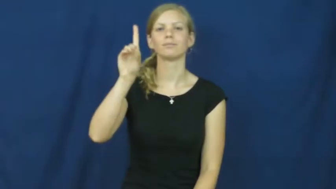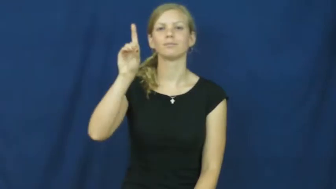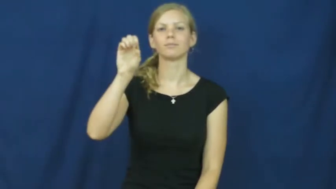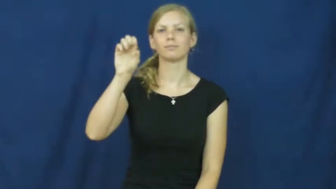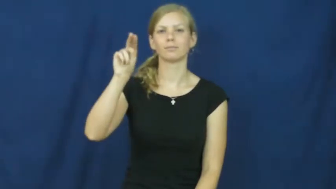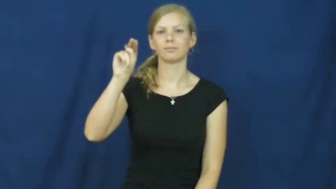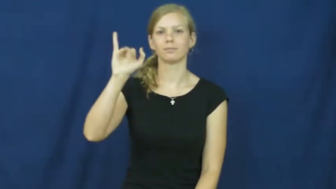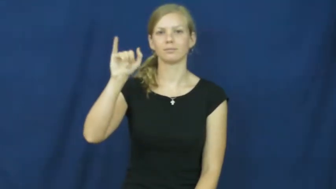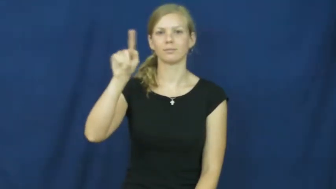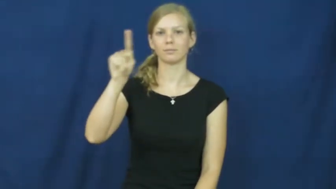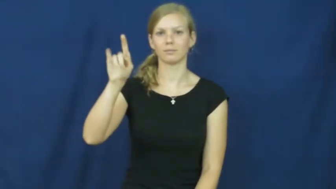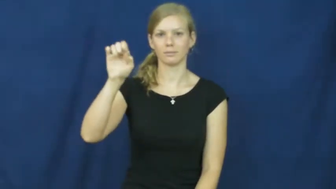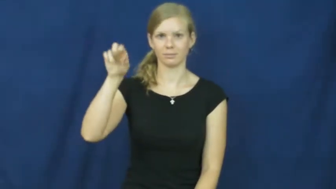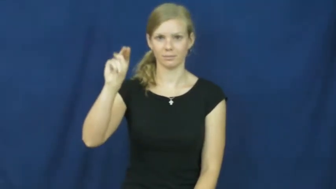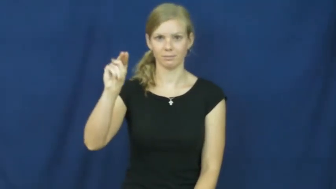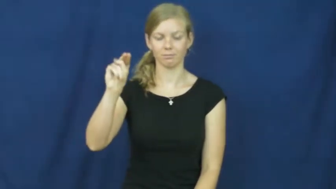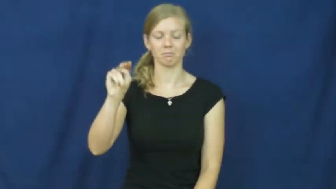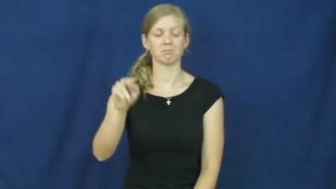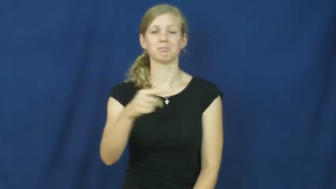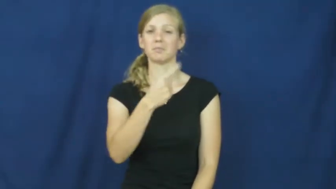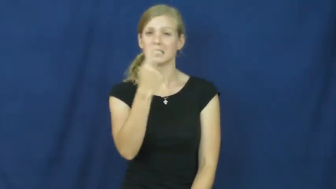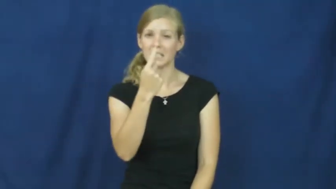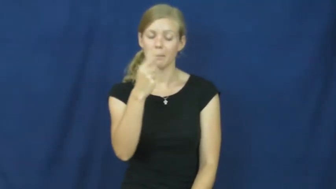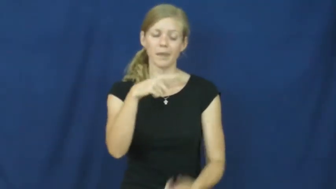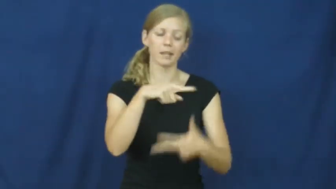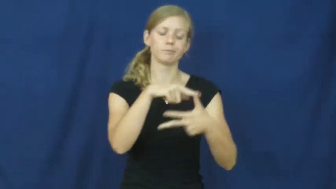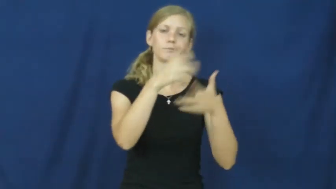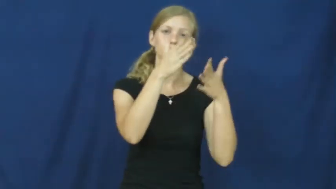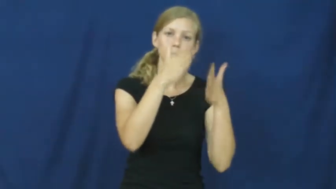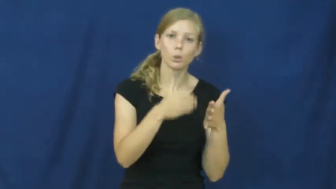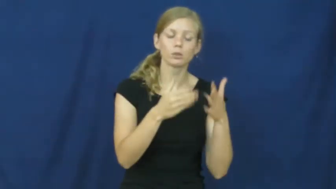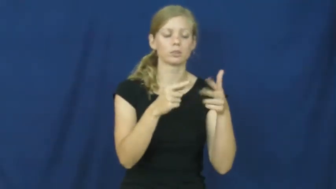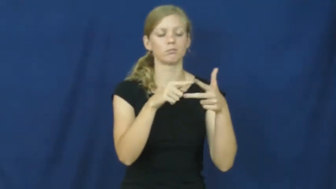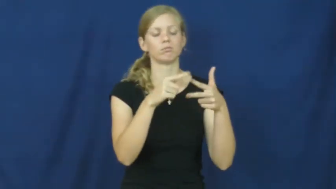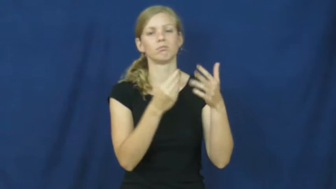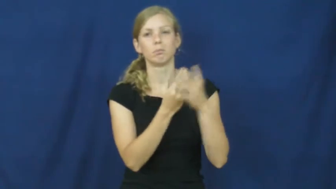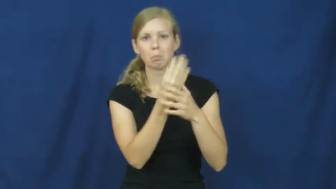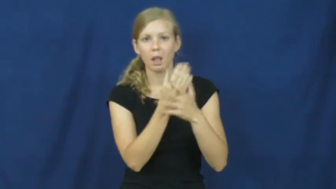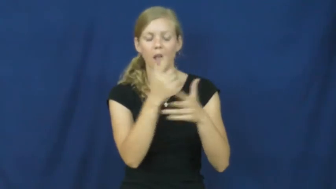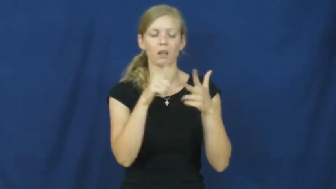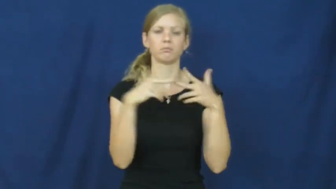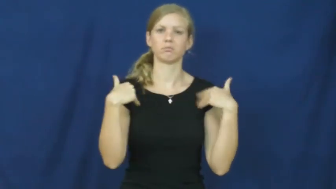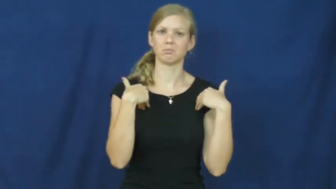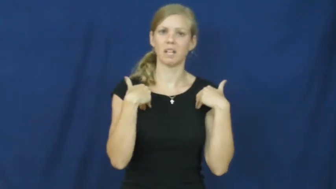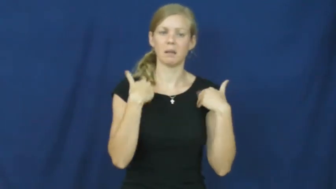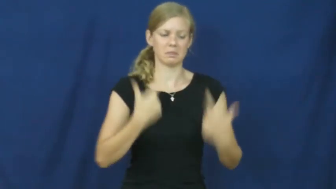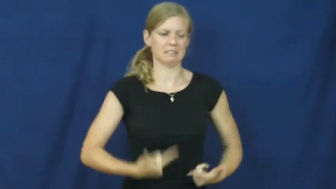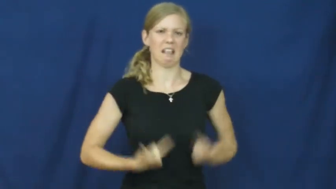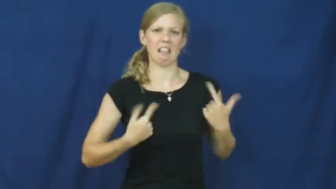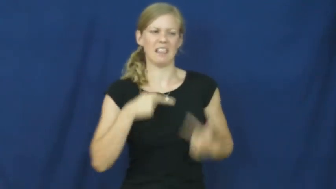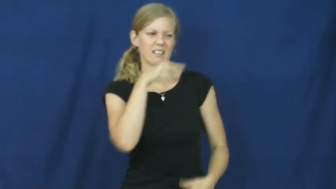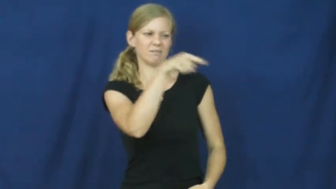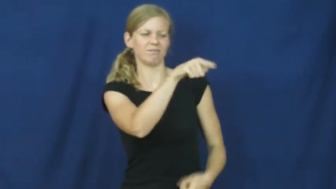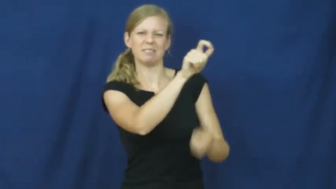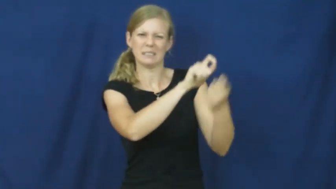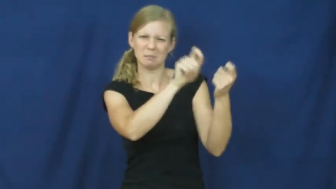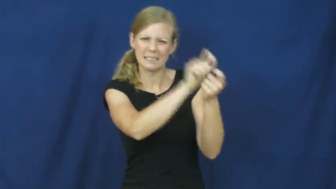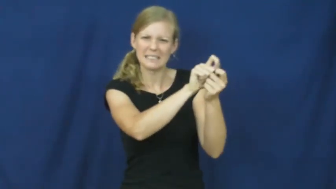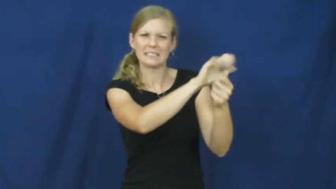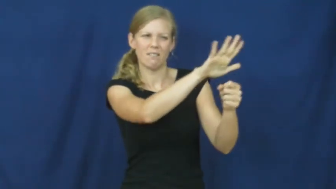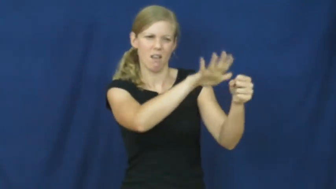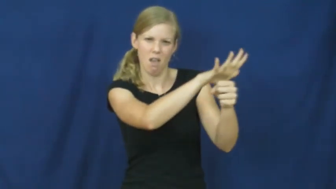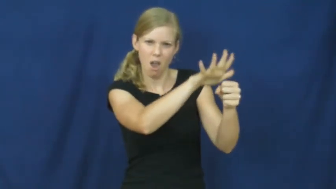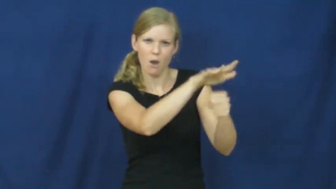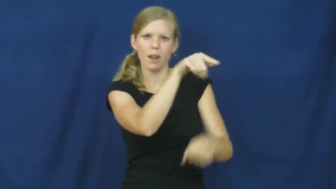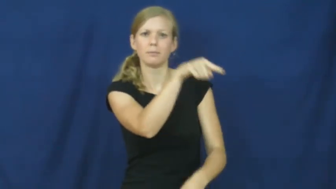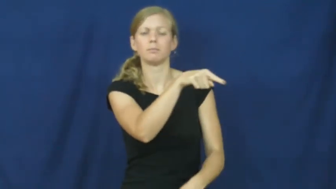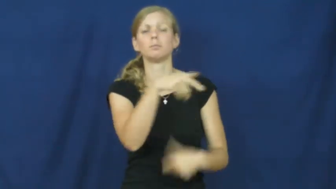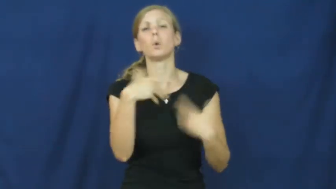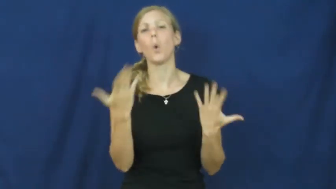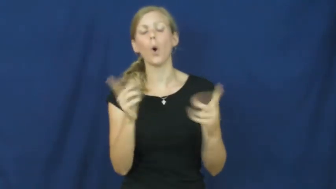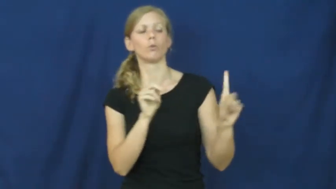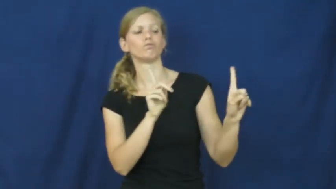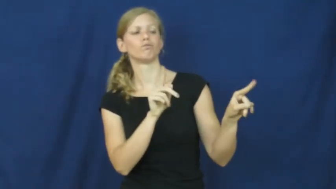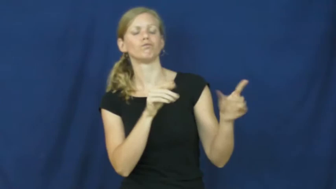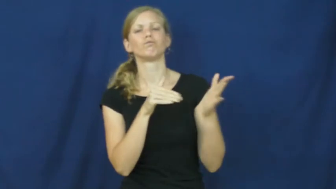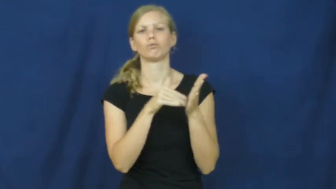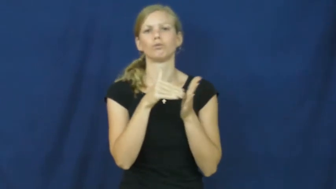denizen